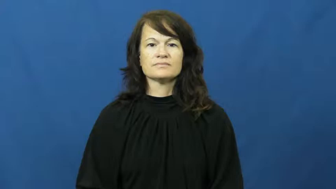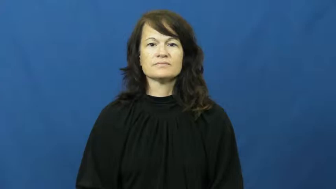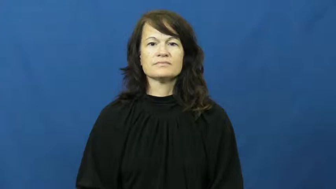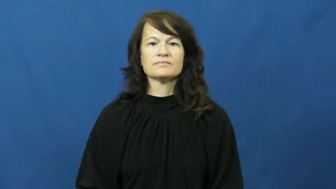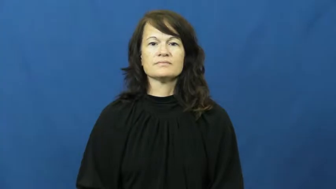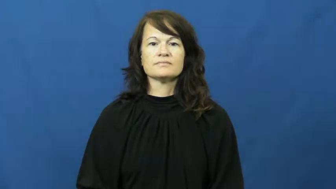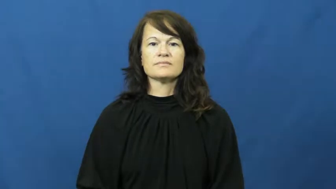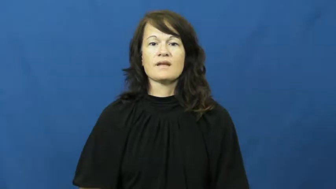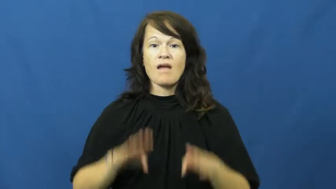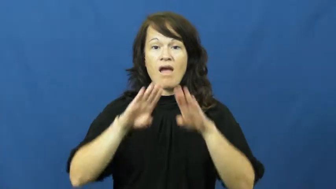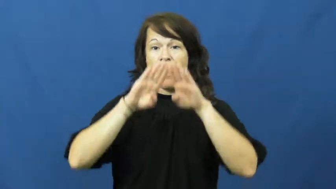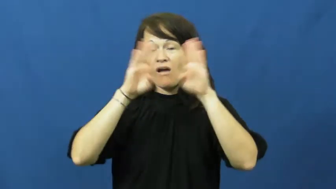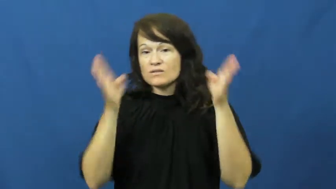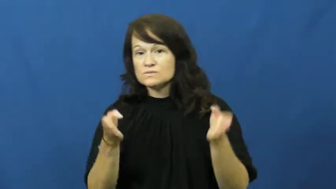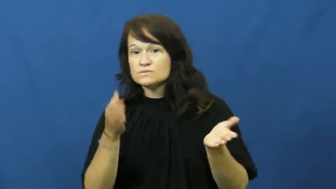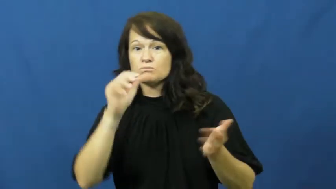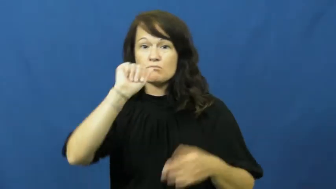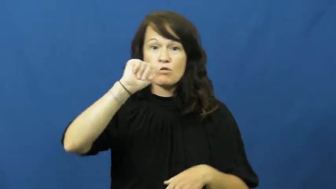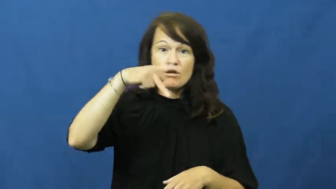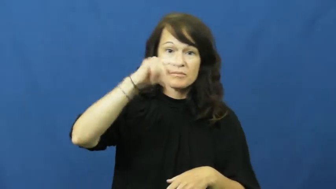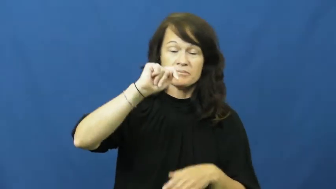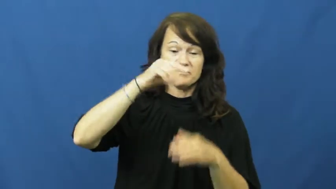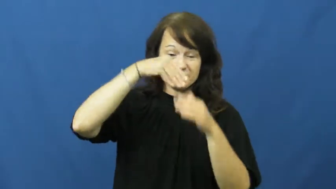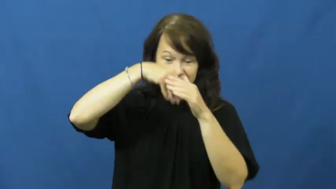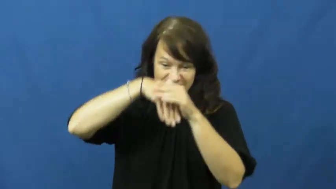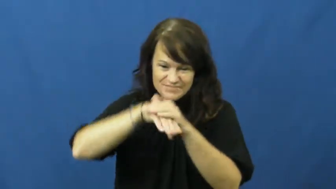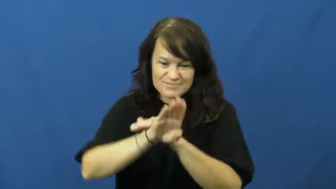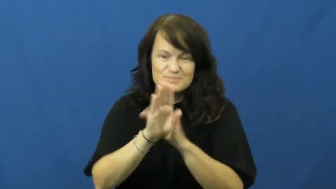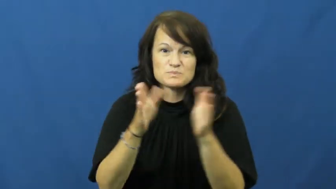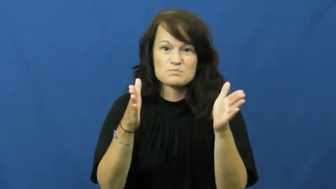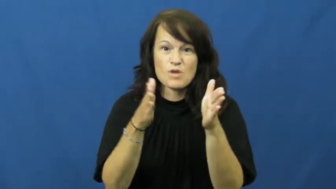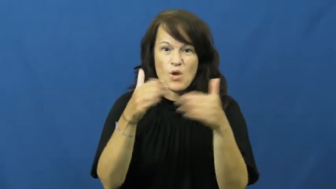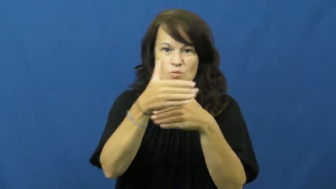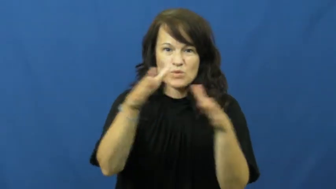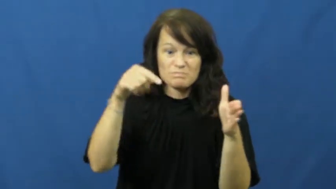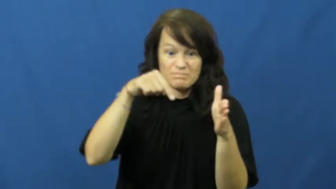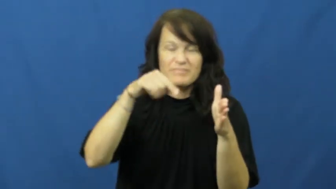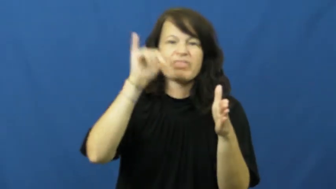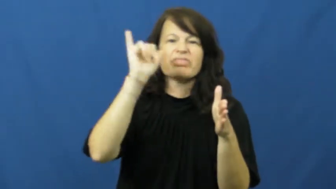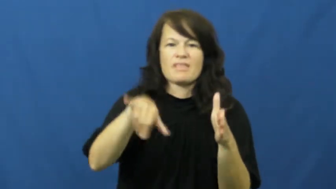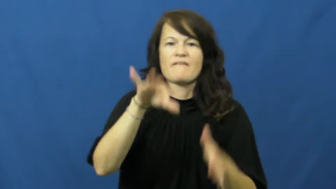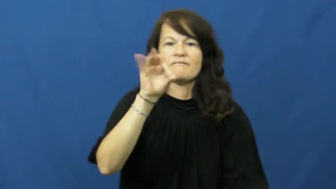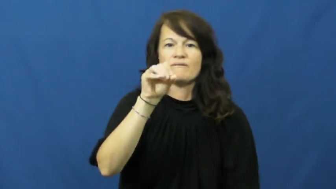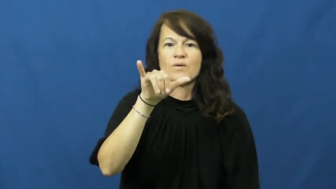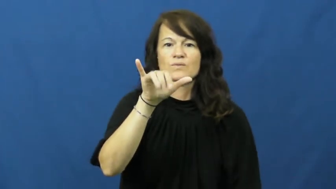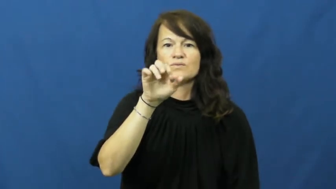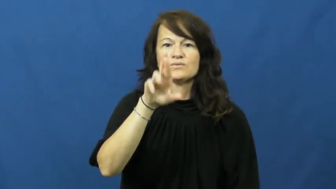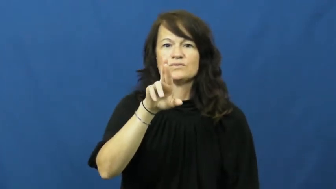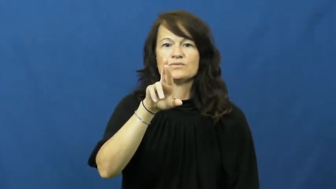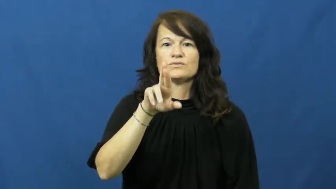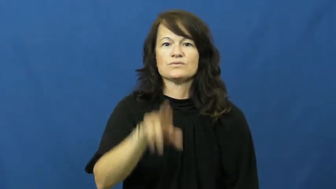foyer